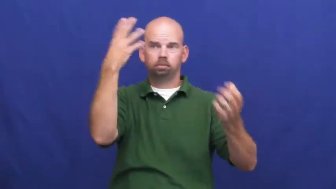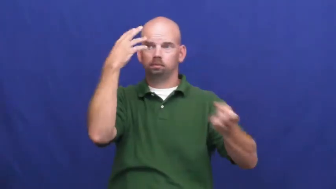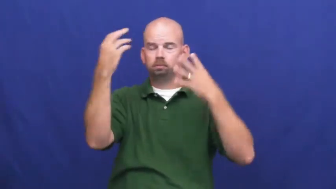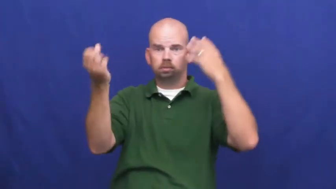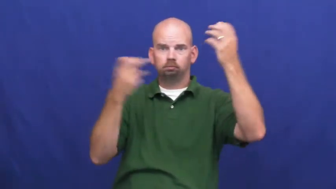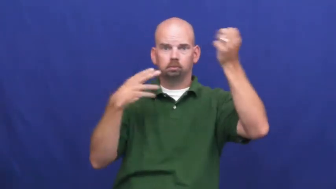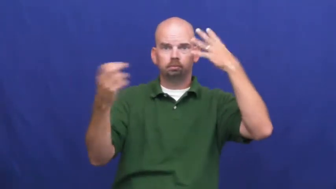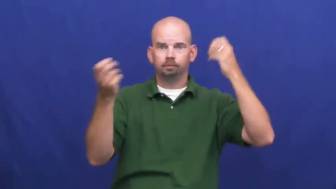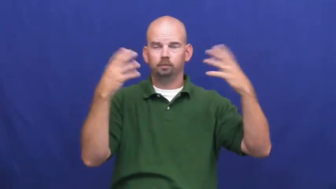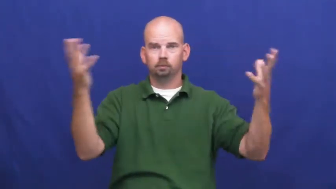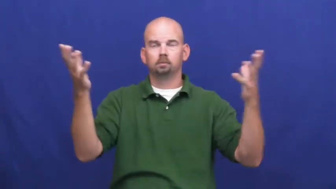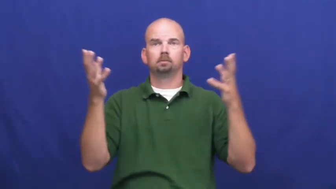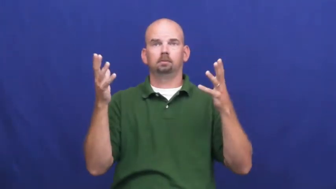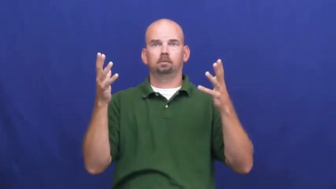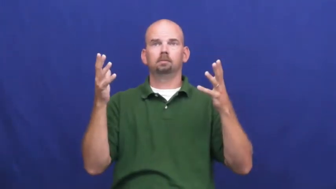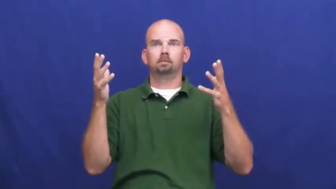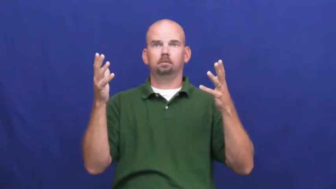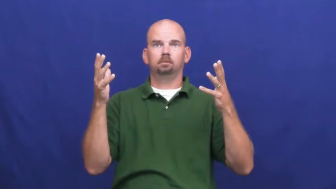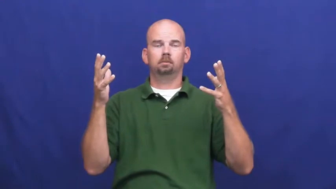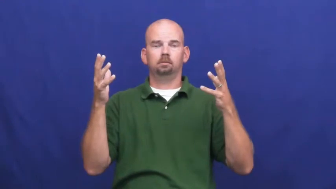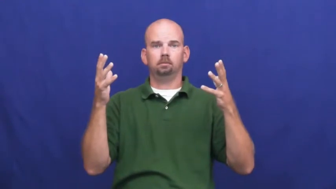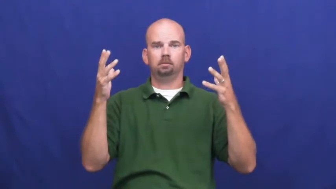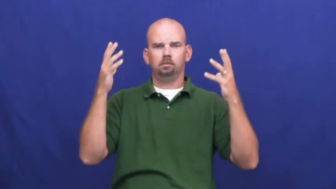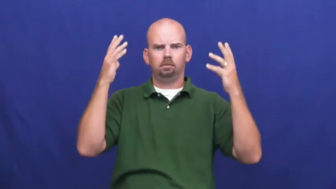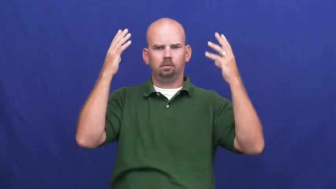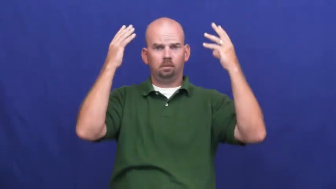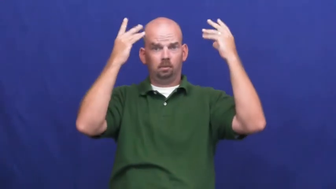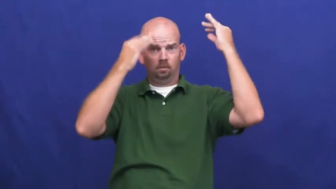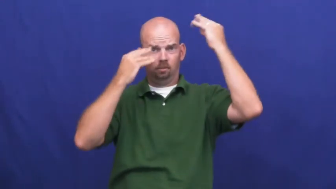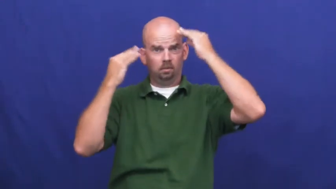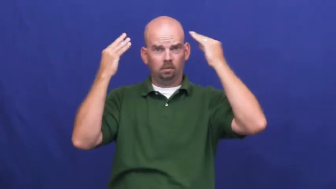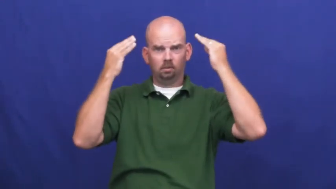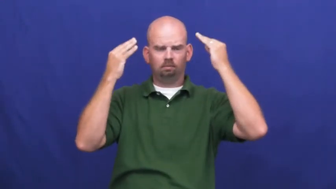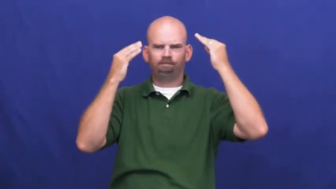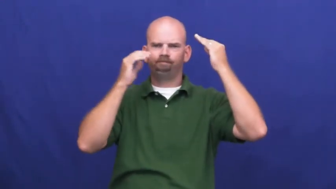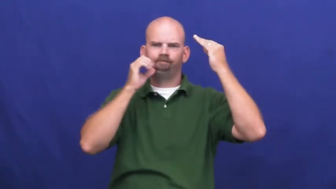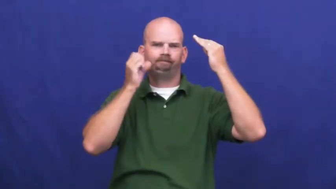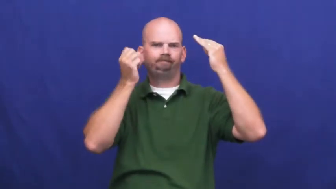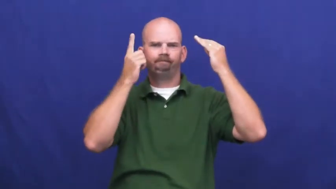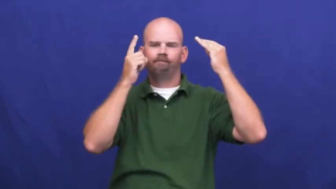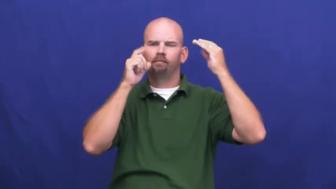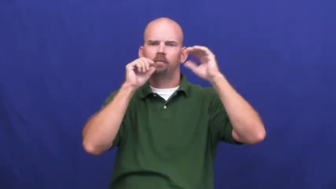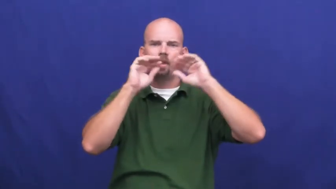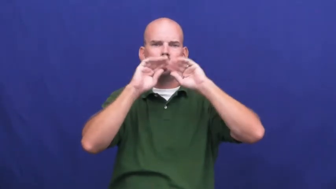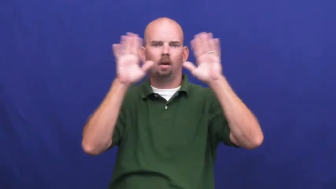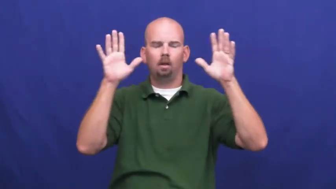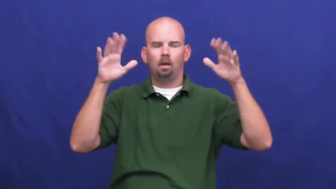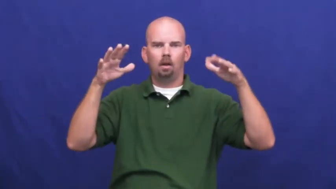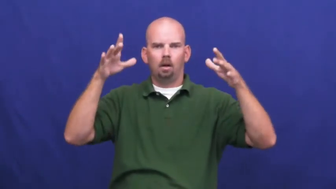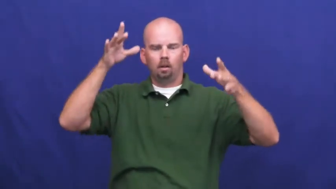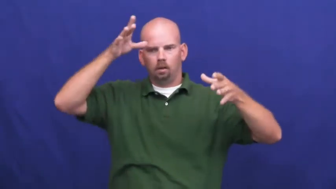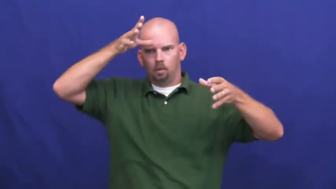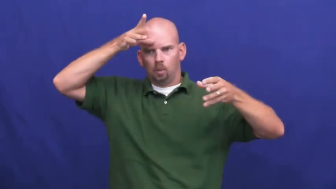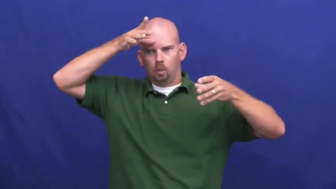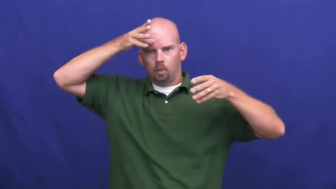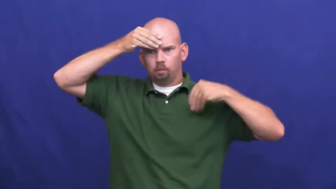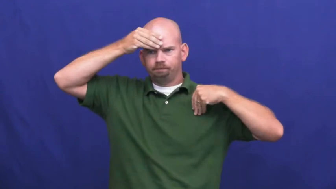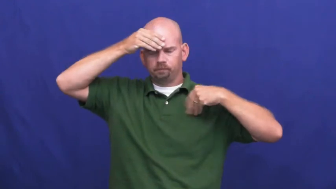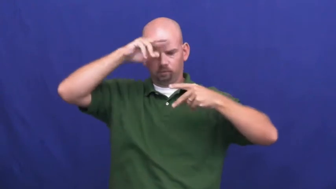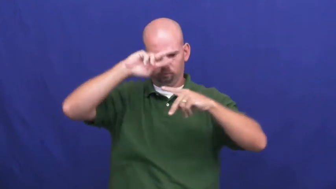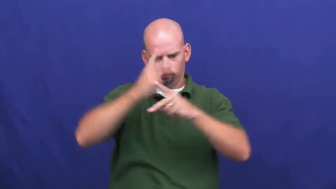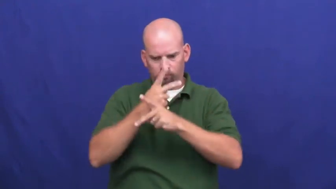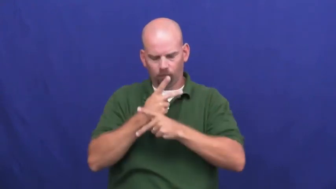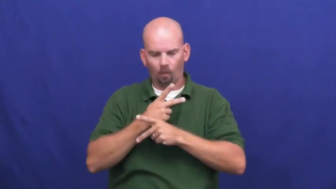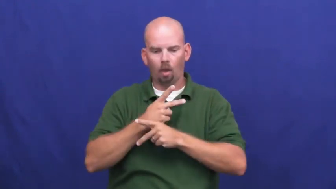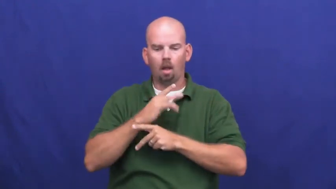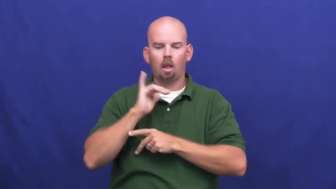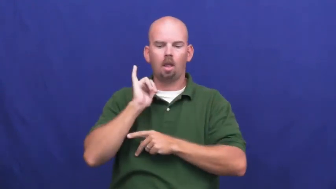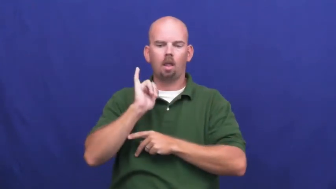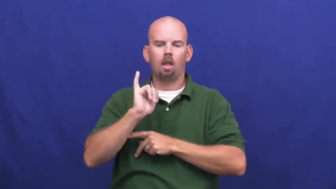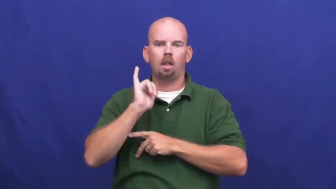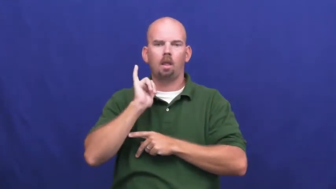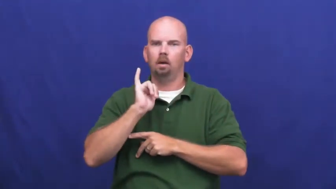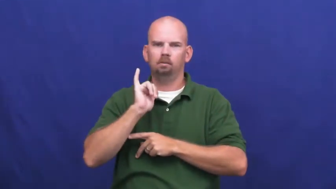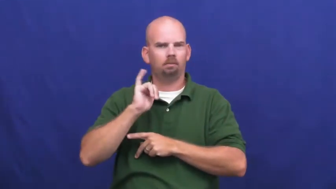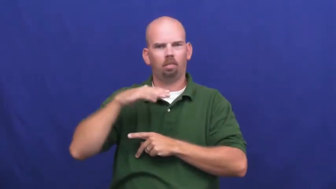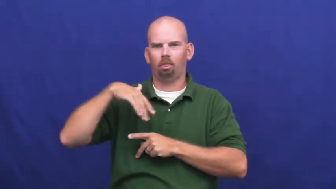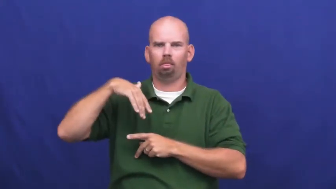undigested-information